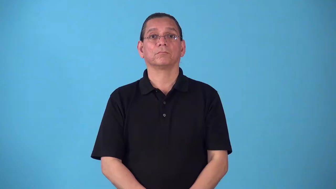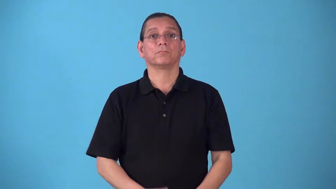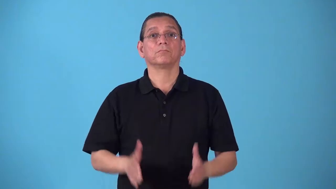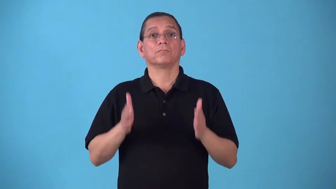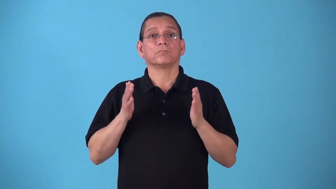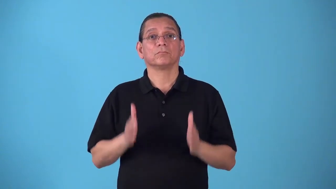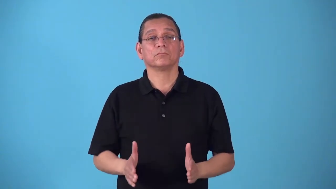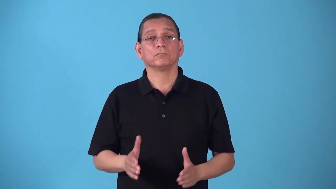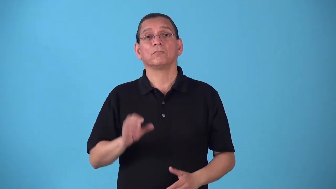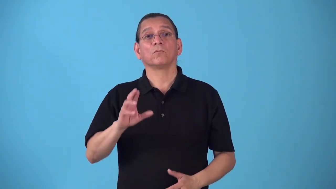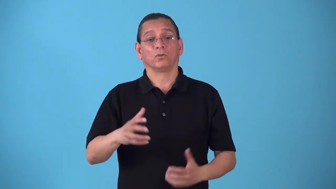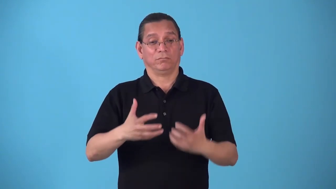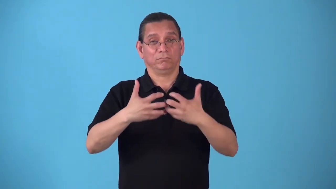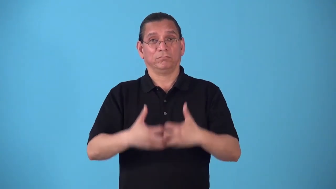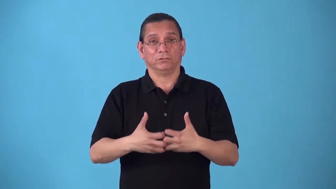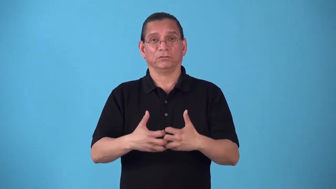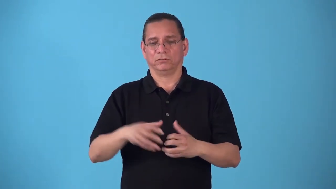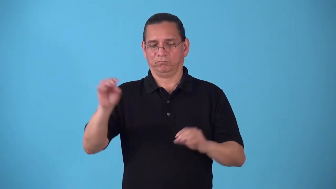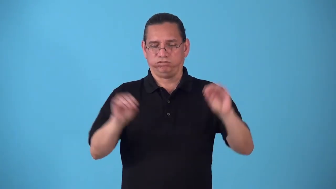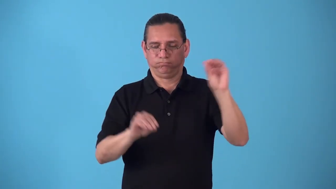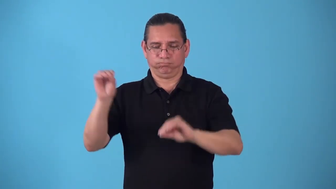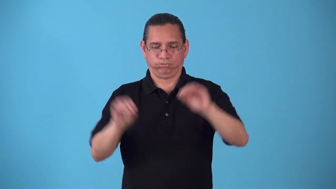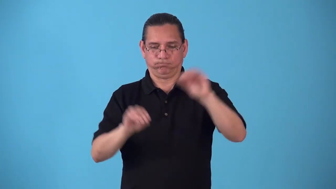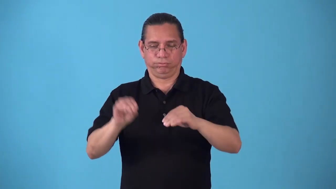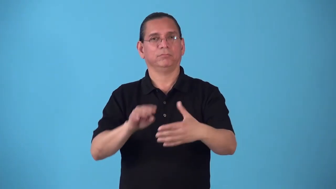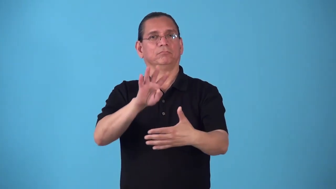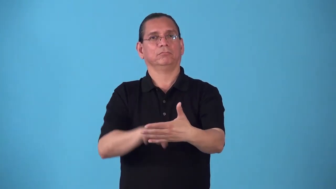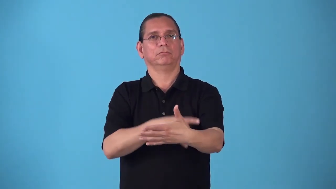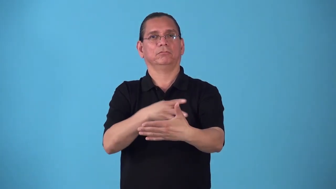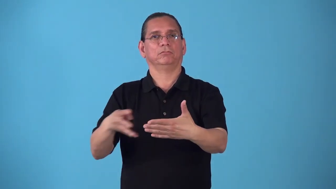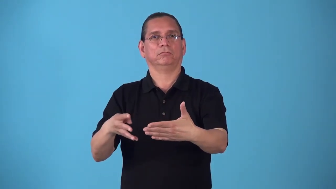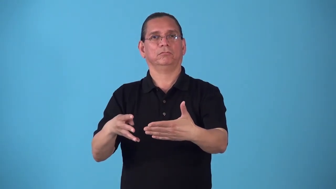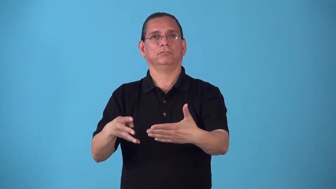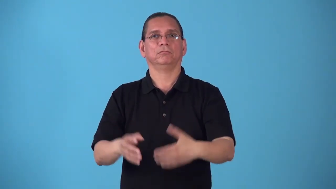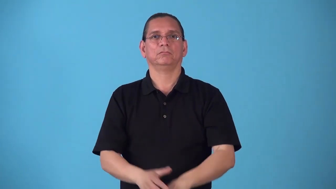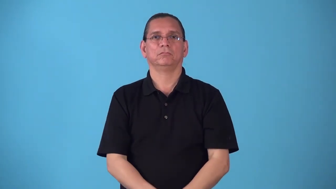scheduler